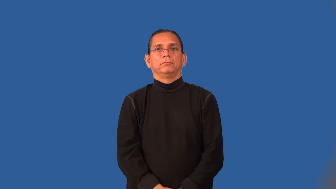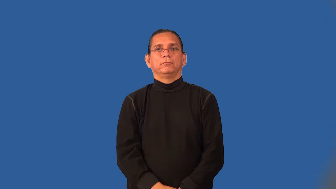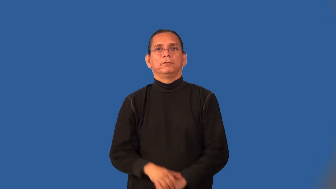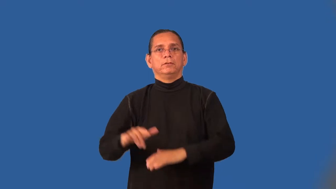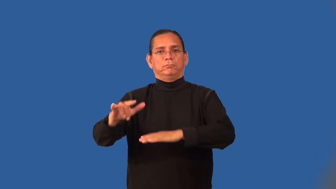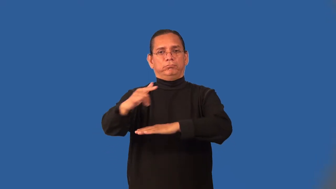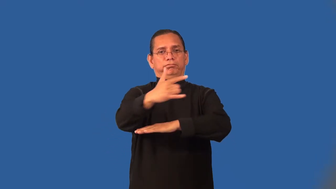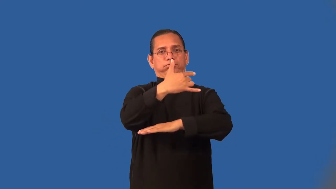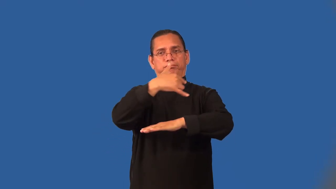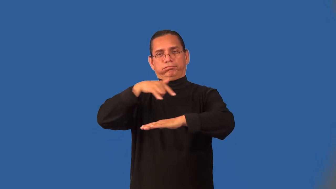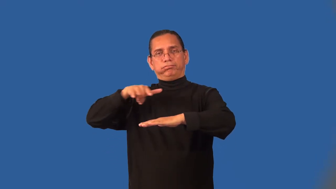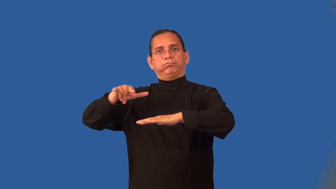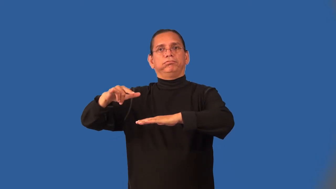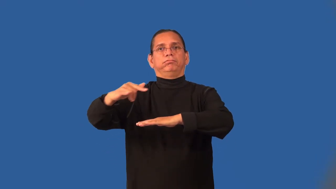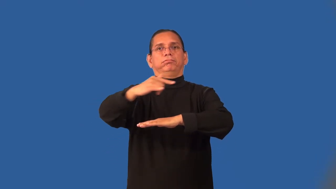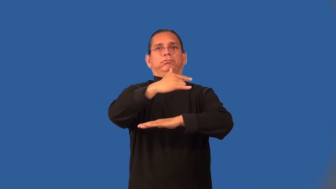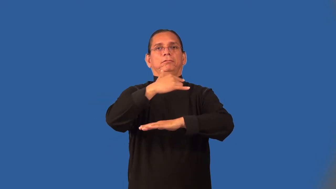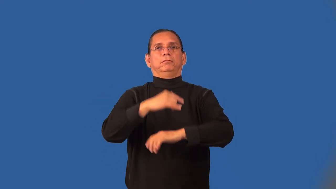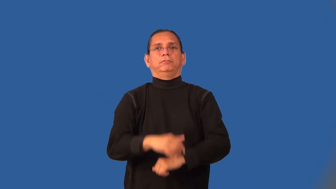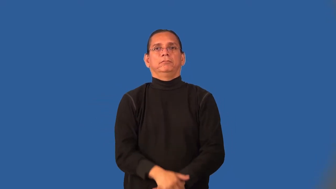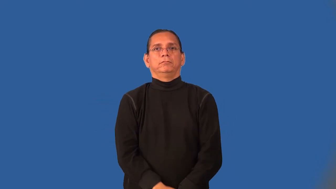overfly